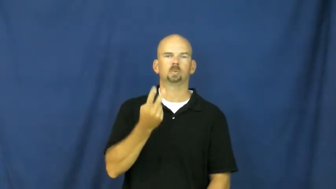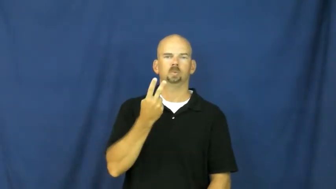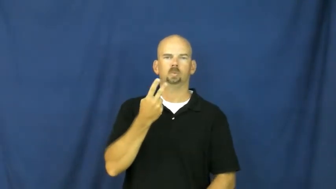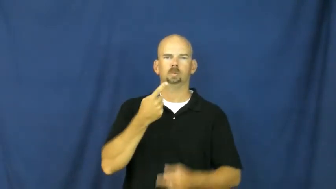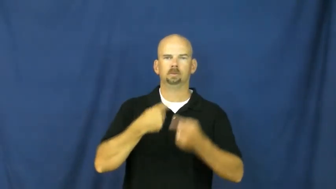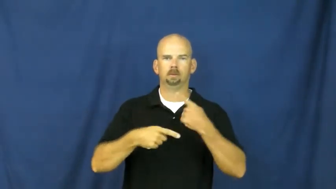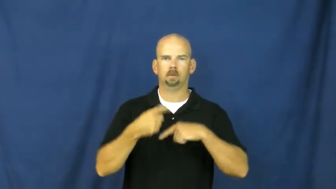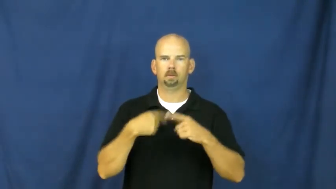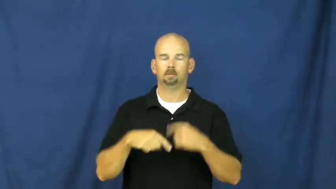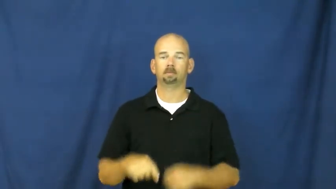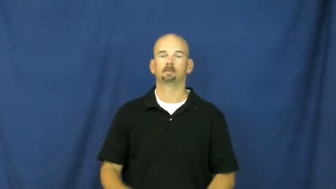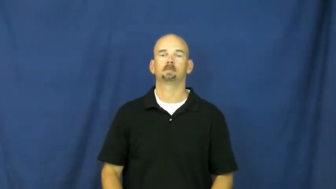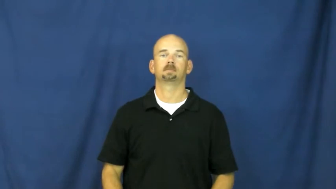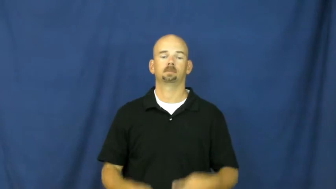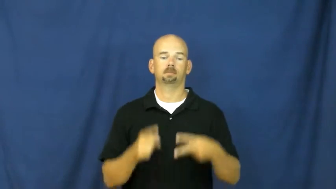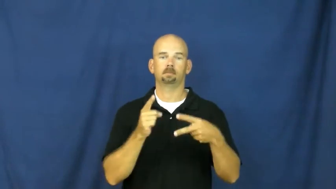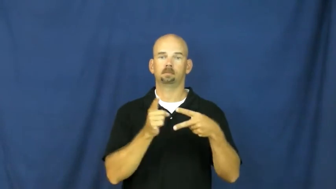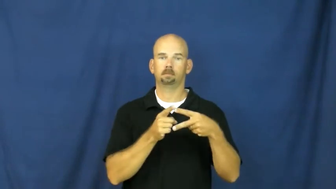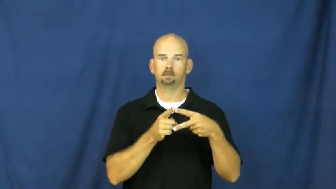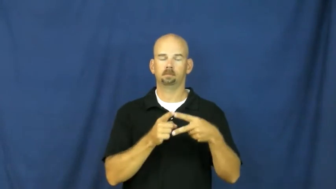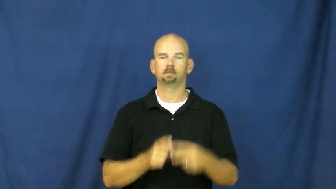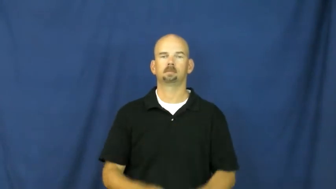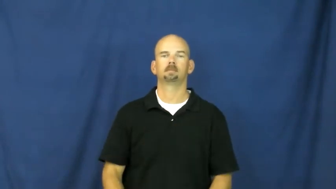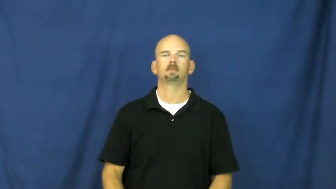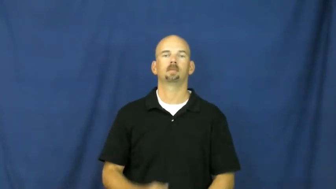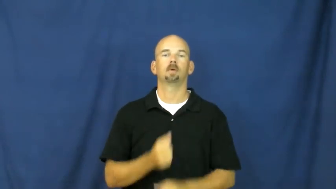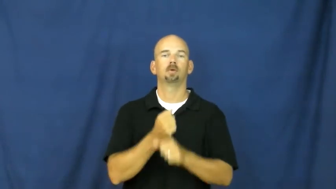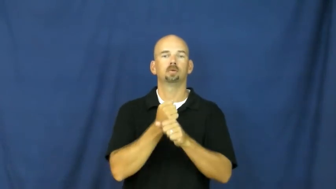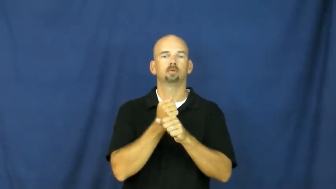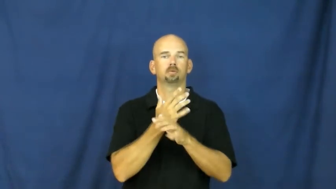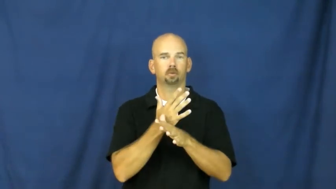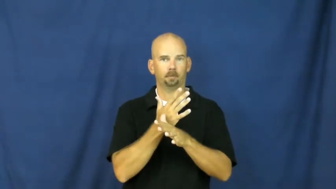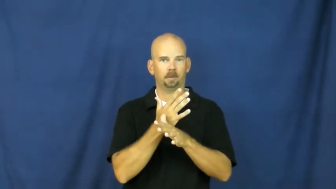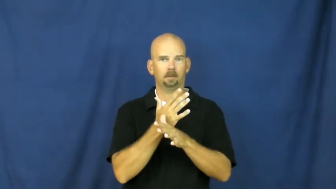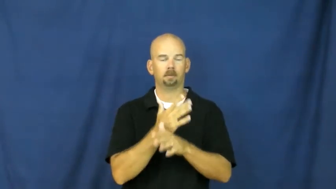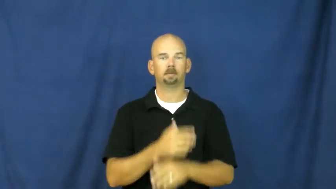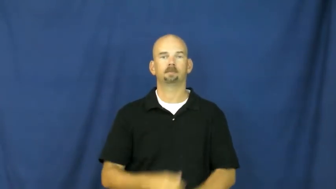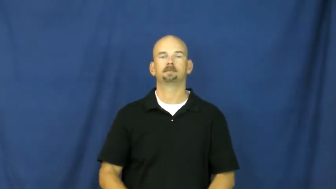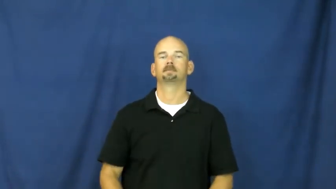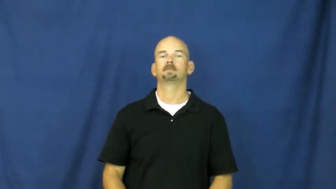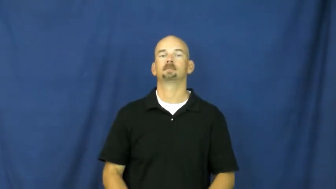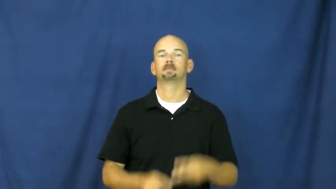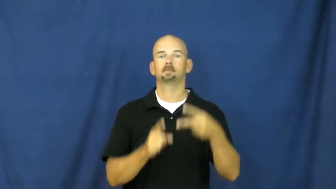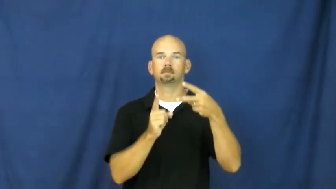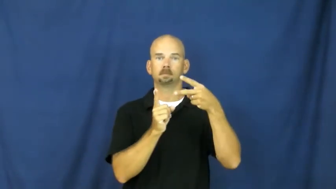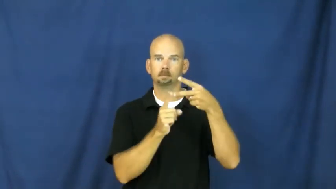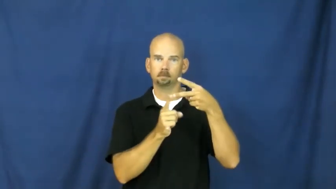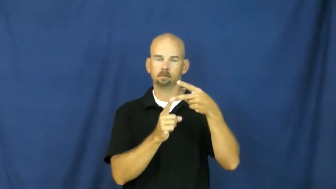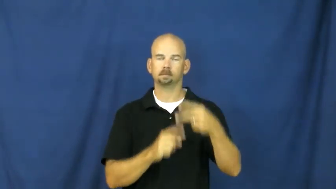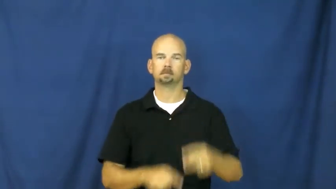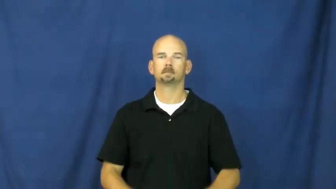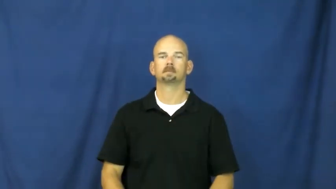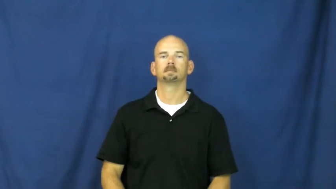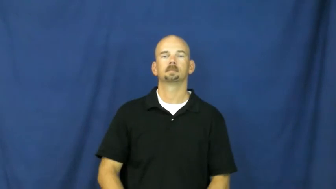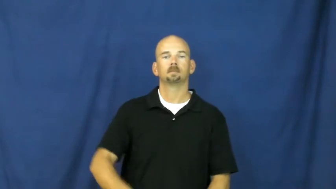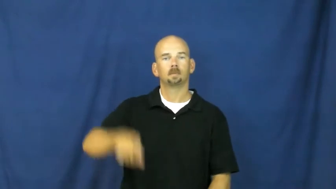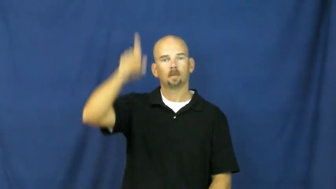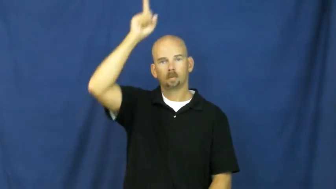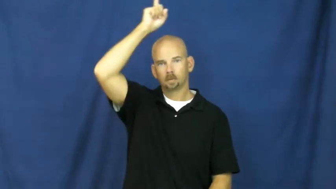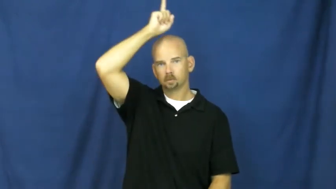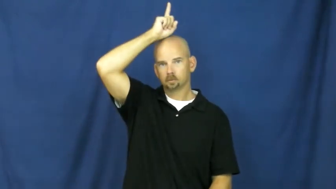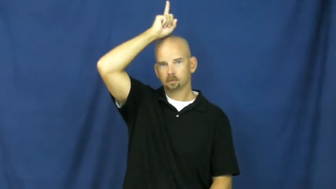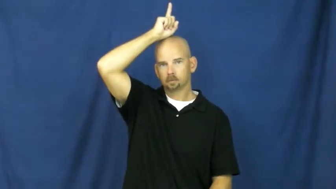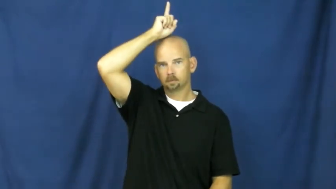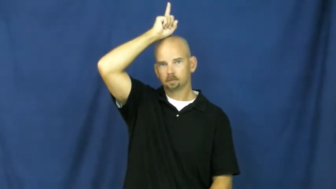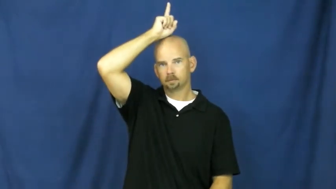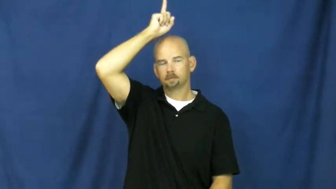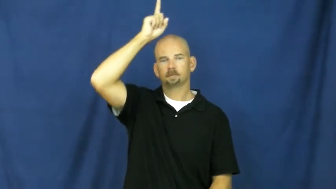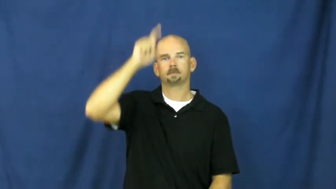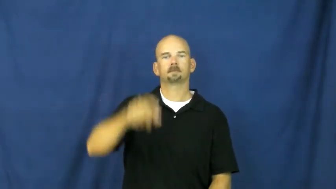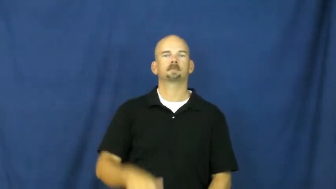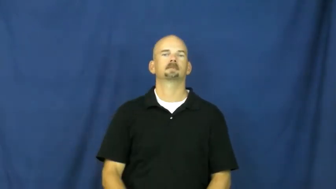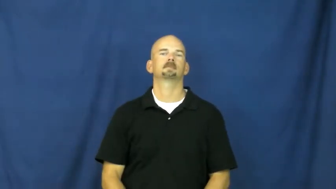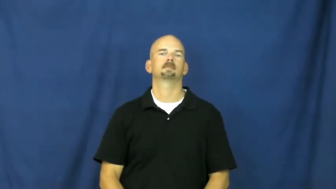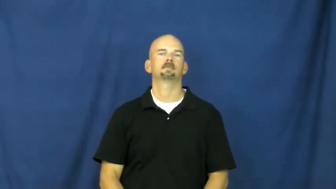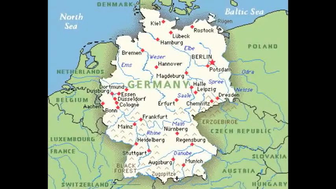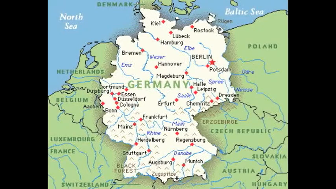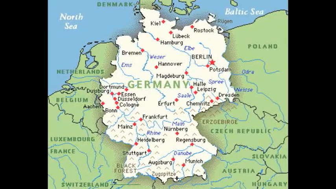germany,hun